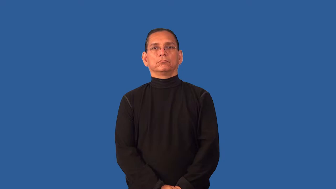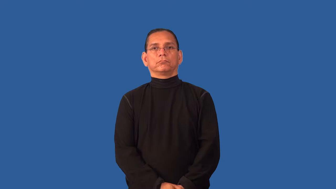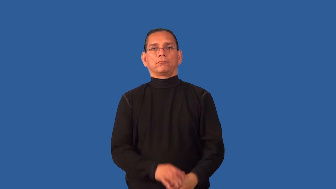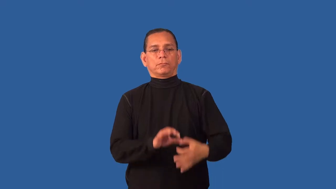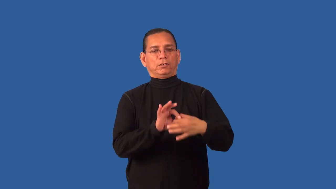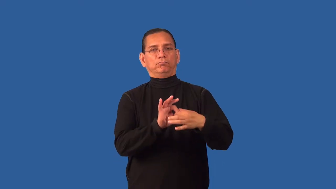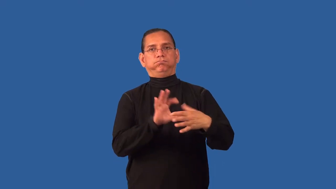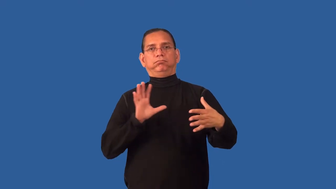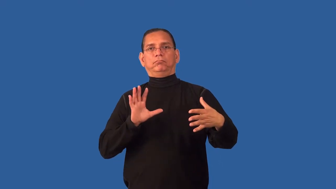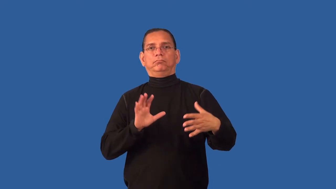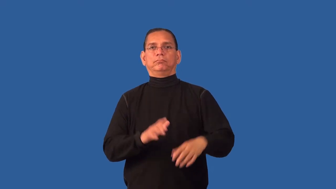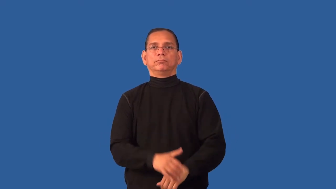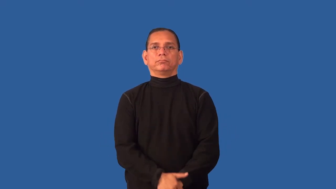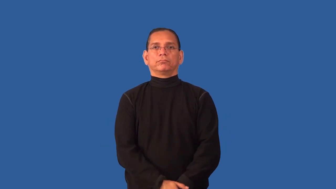secession